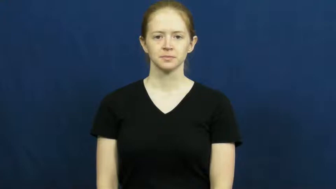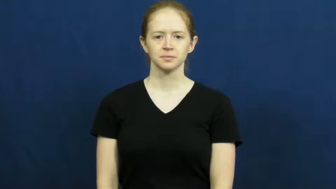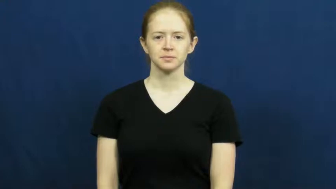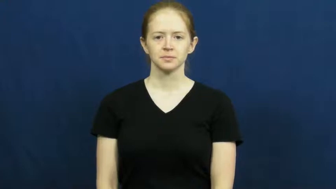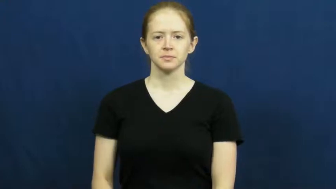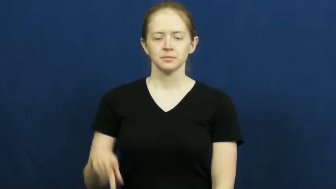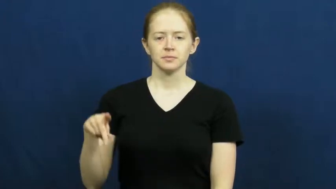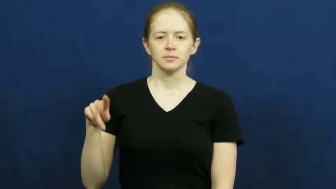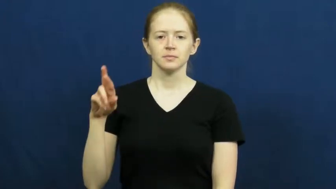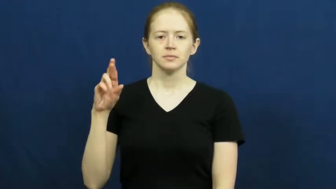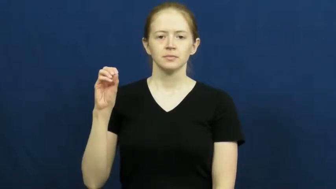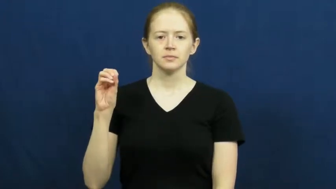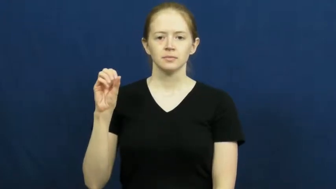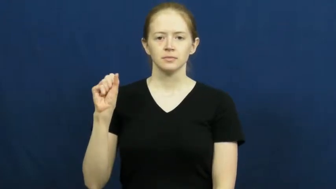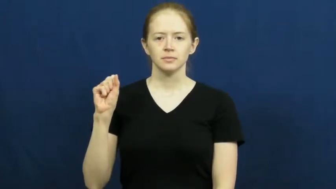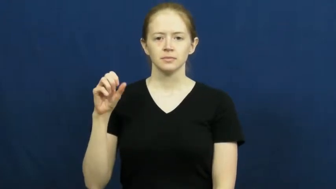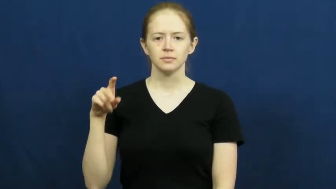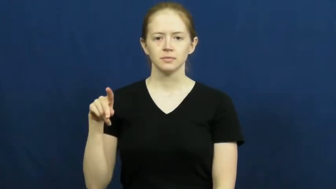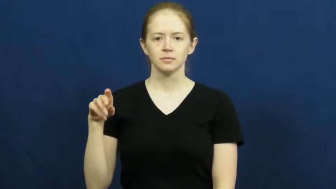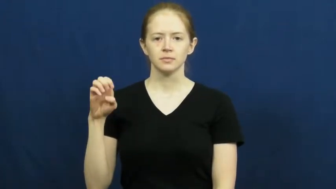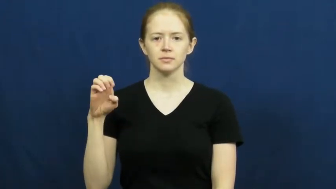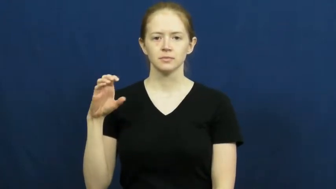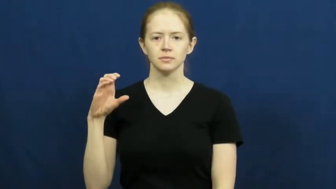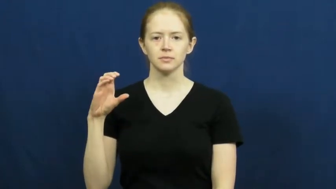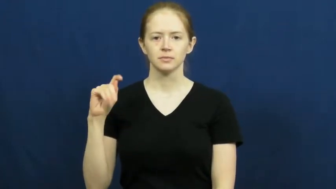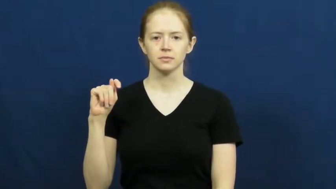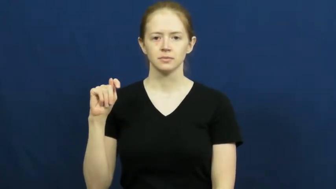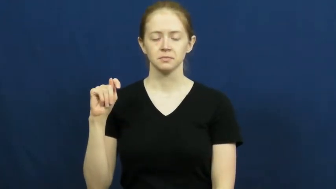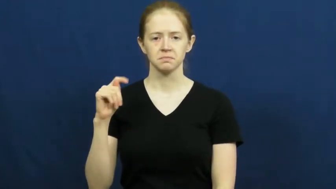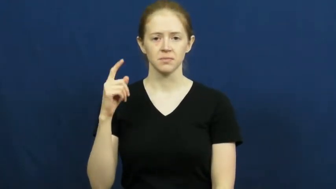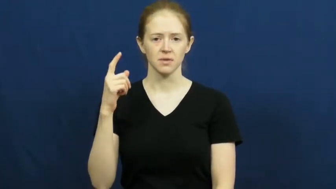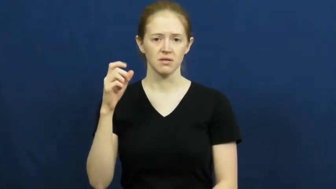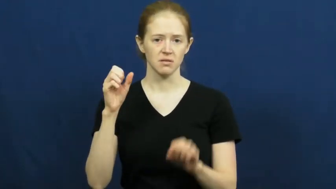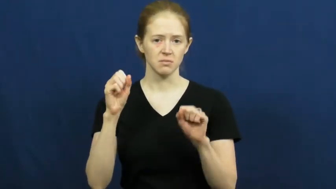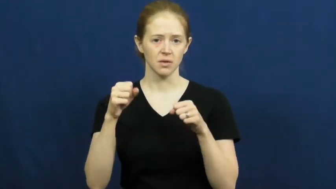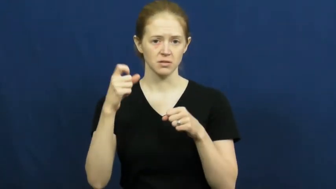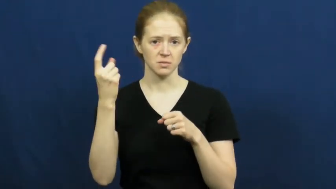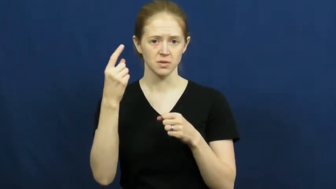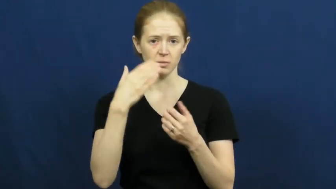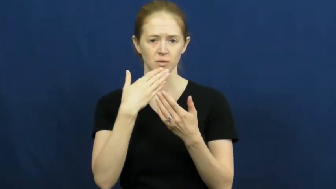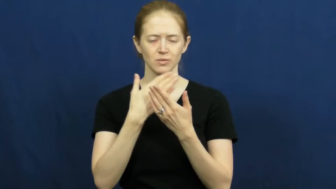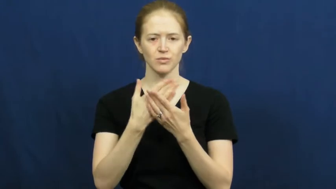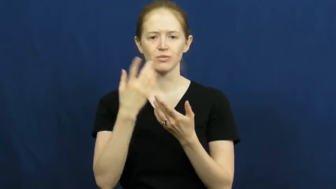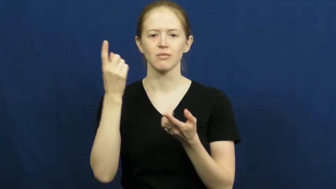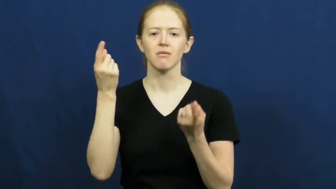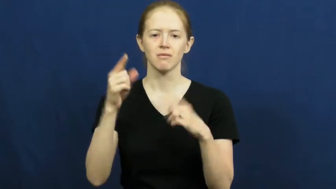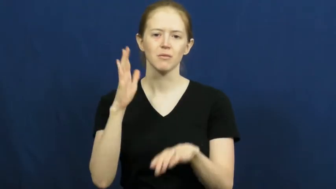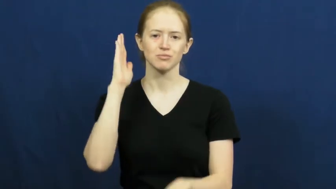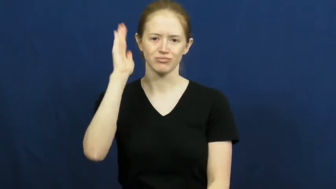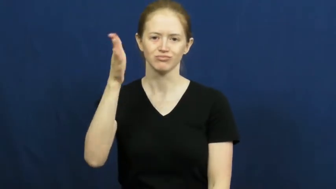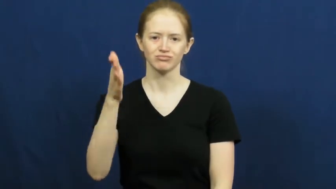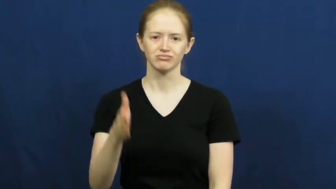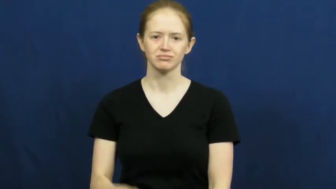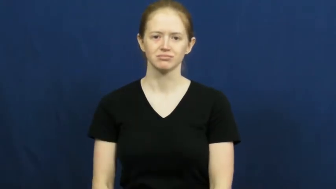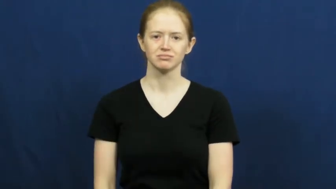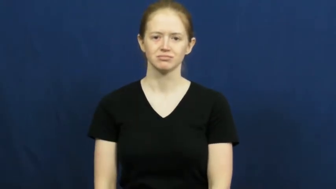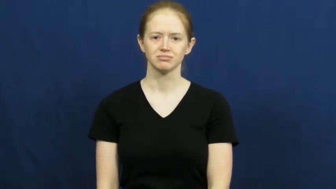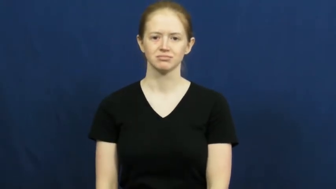prospect